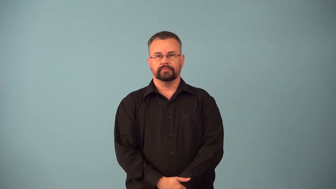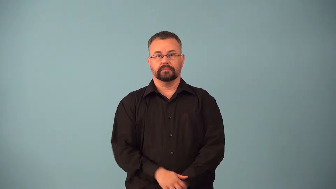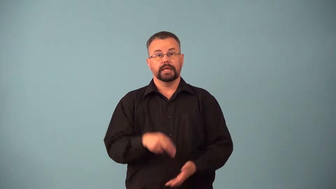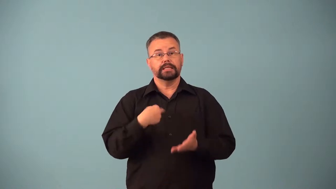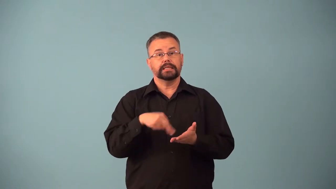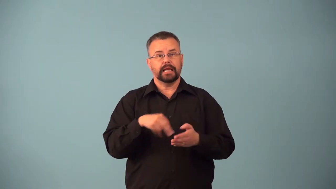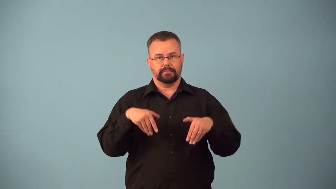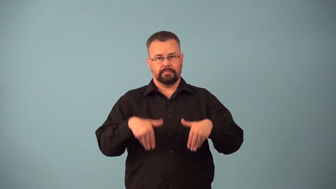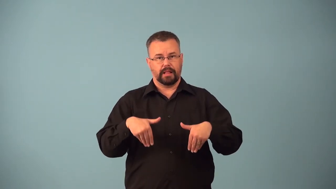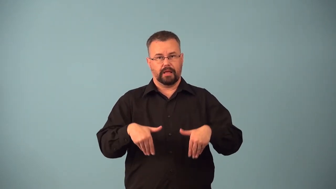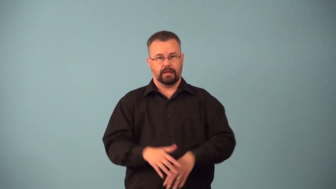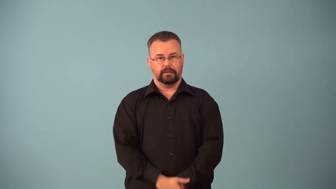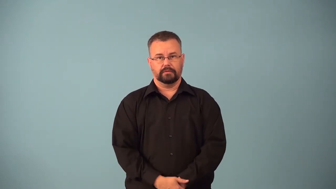ballet